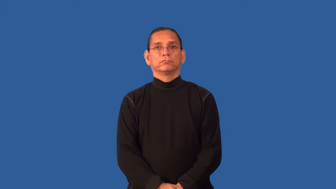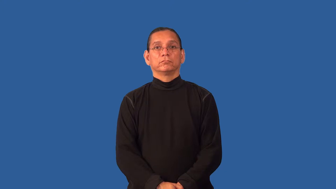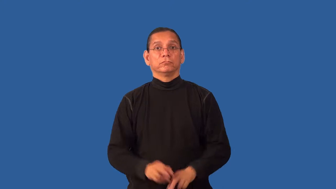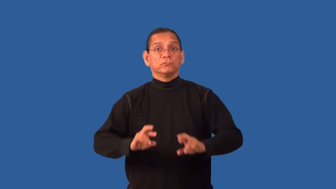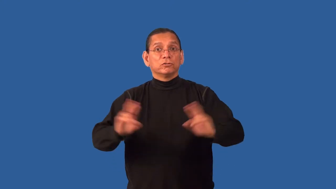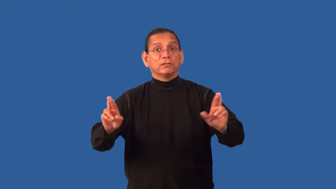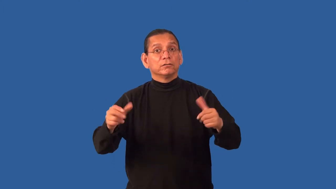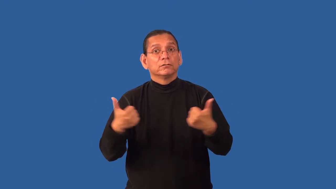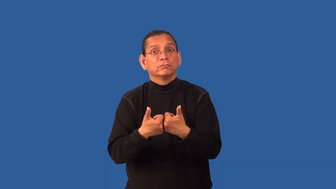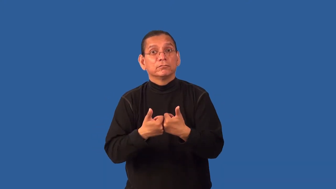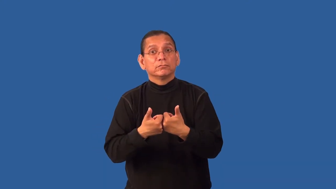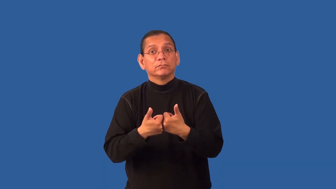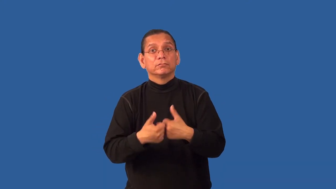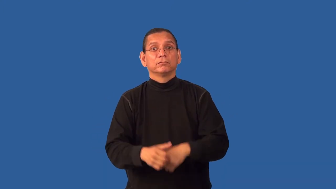game-ready for challenge